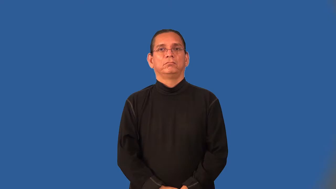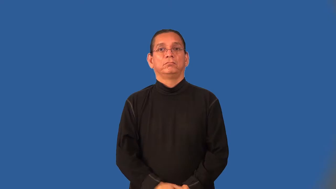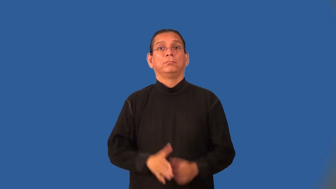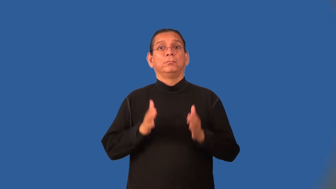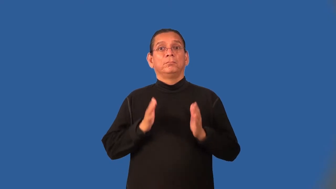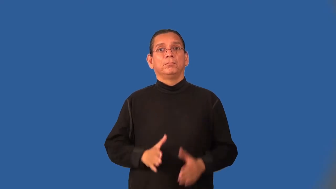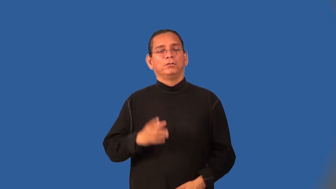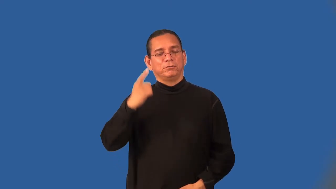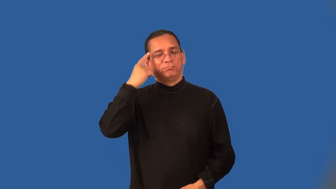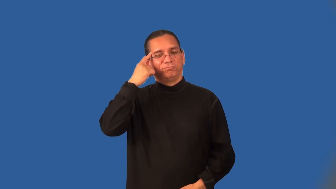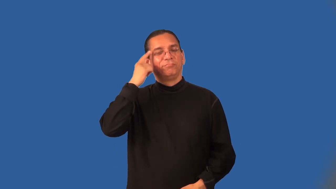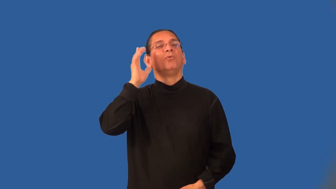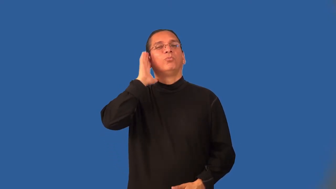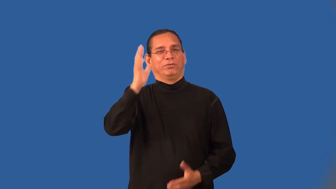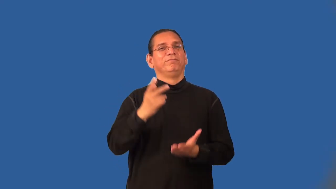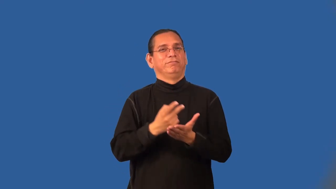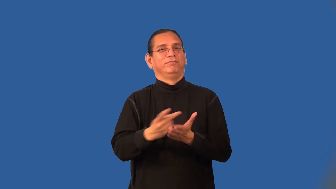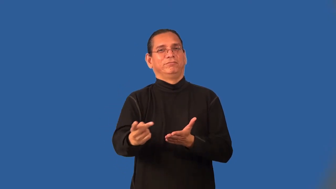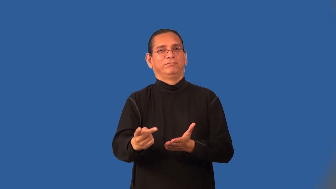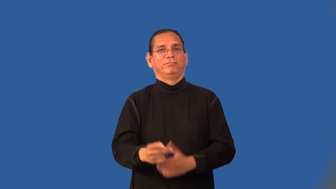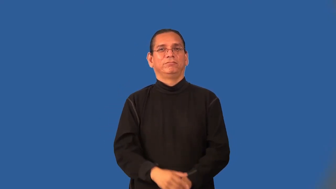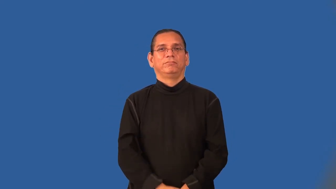defeatist